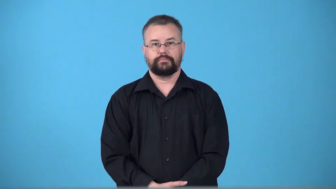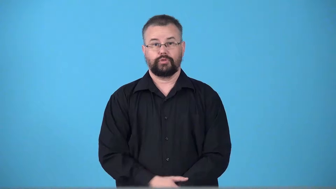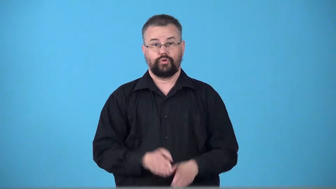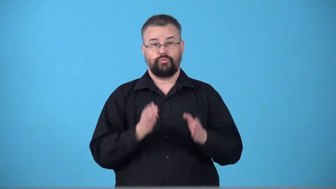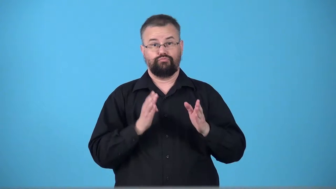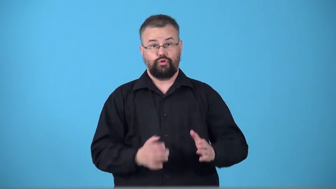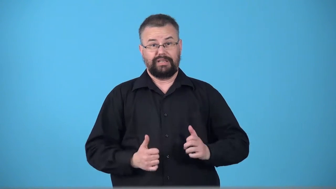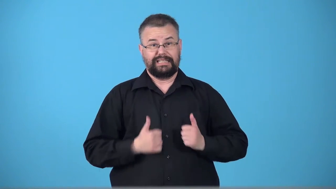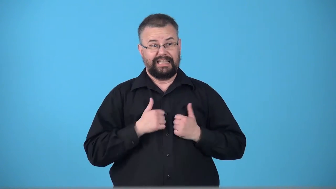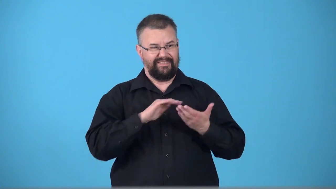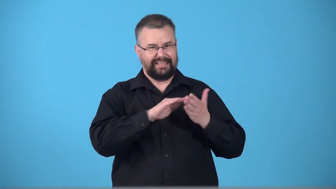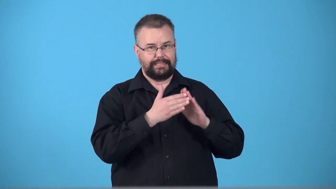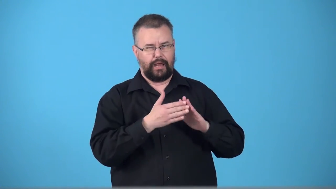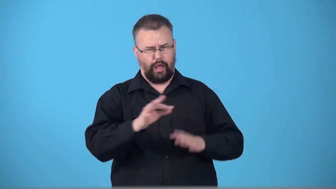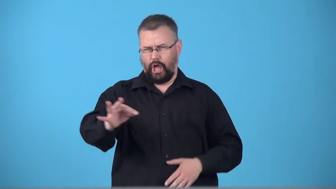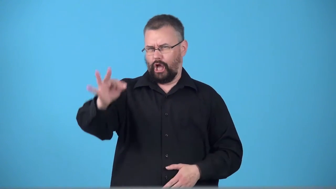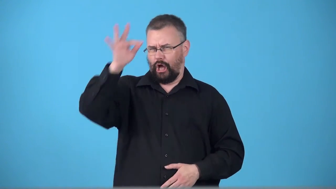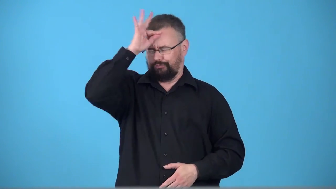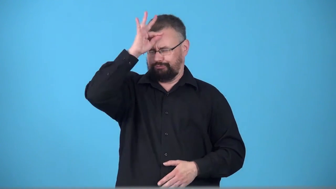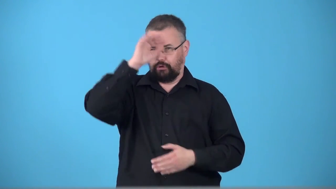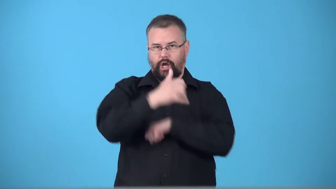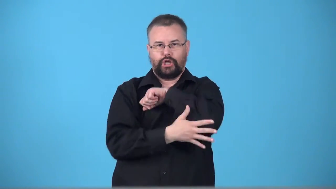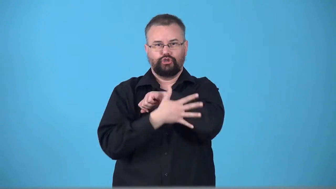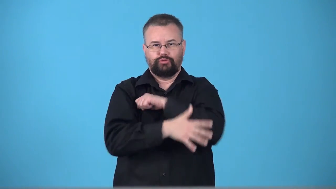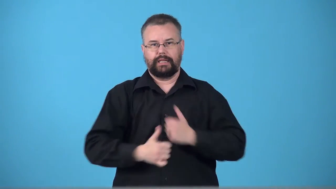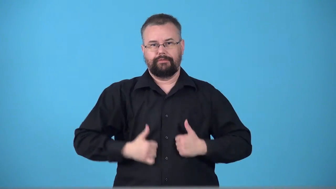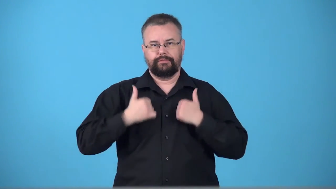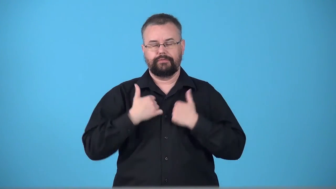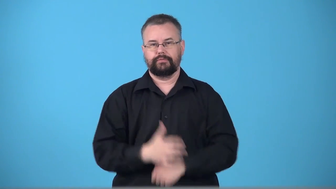townie-lives in town ignorant about country